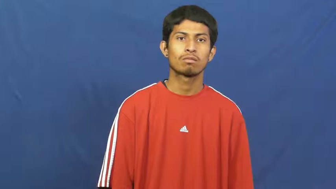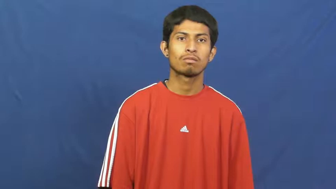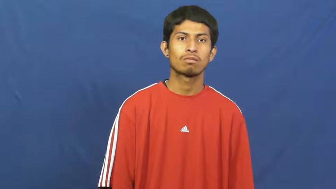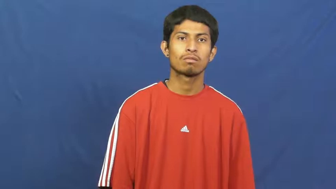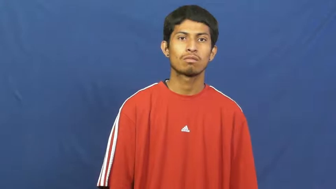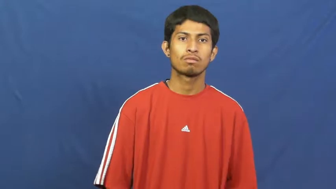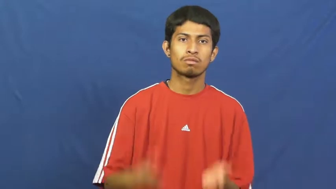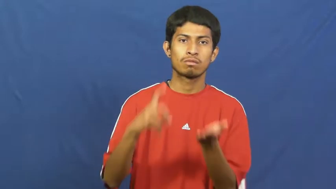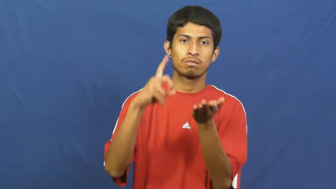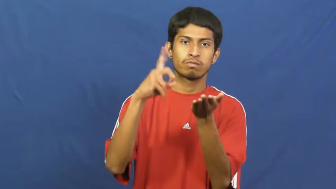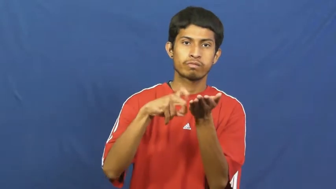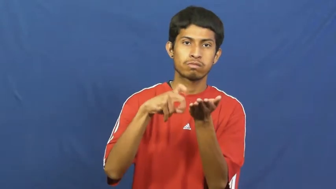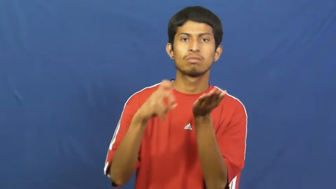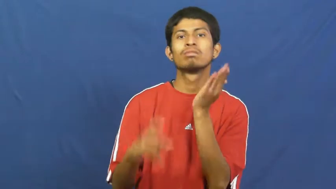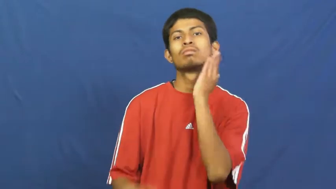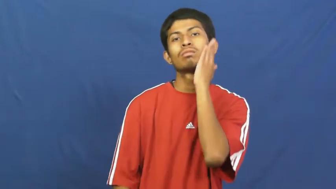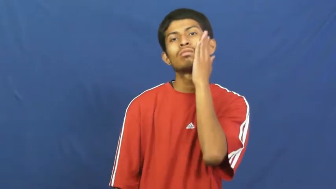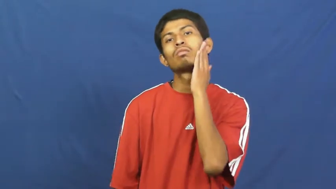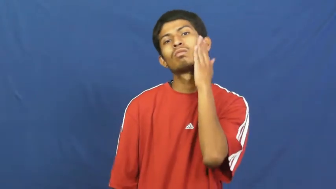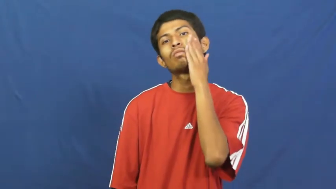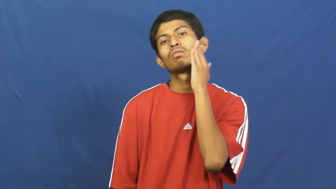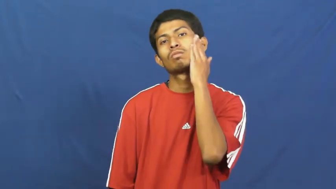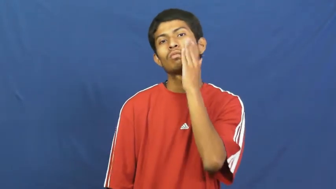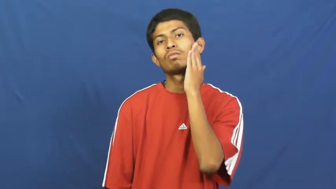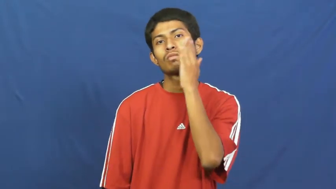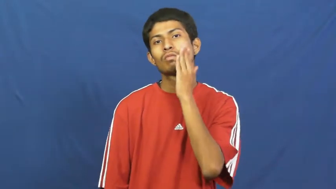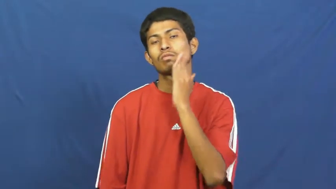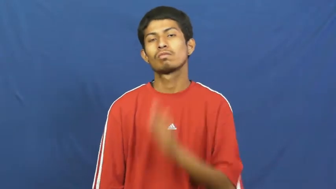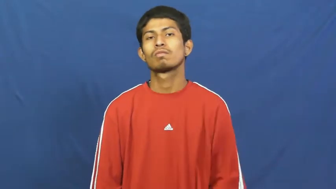cream-shave